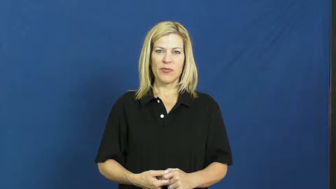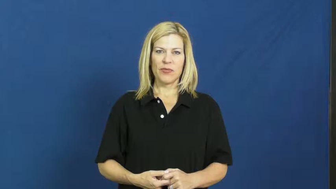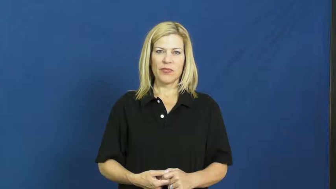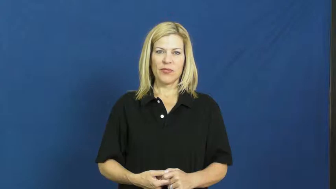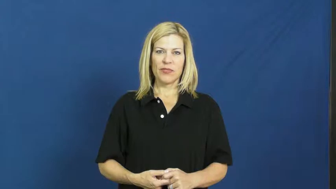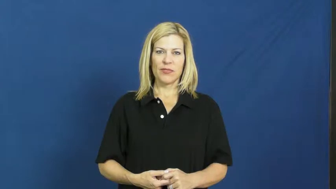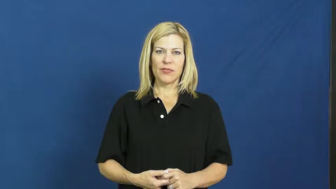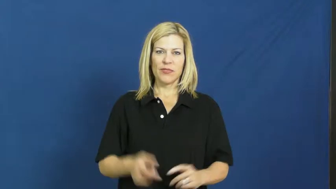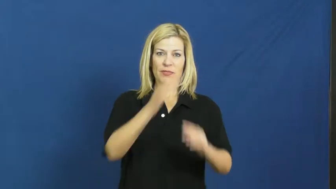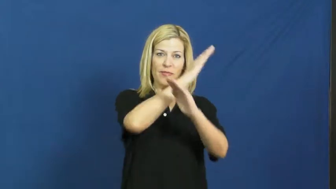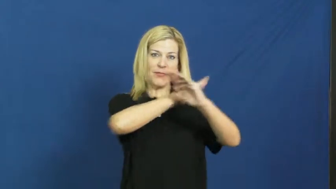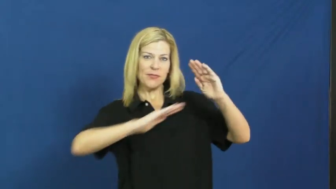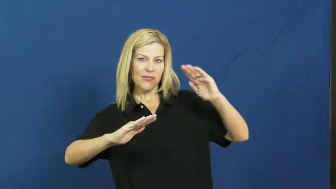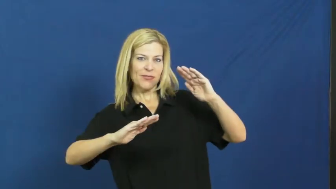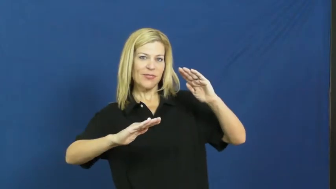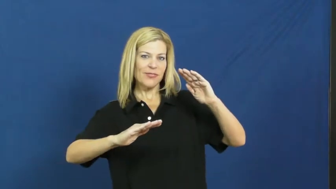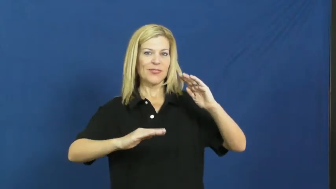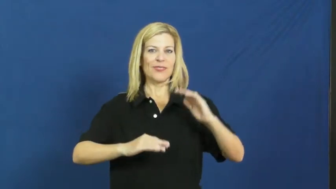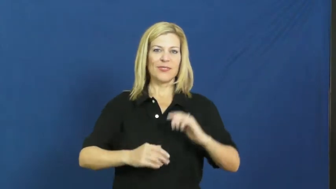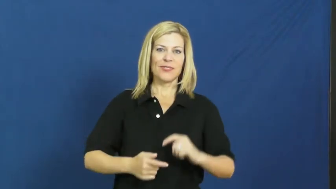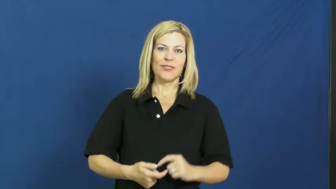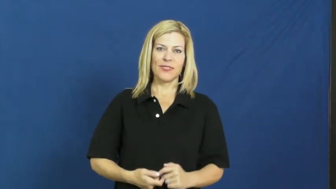karate